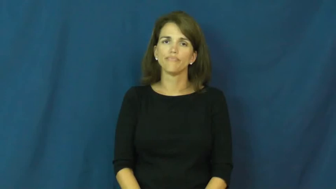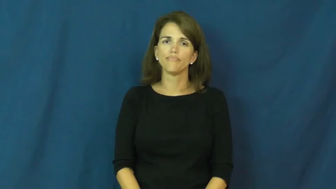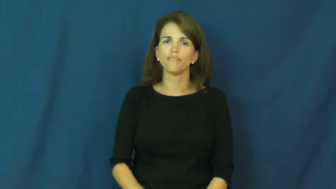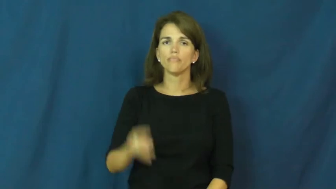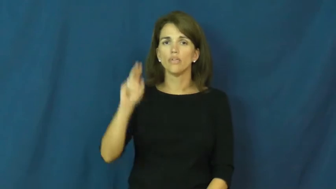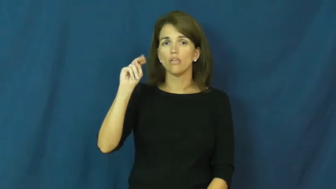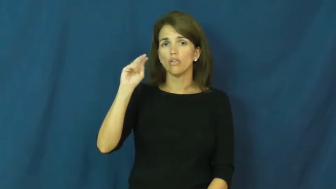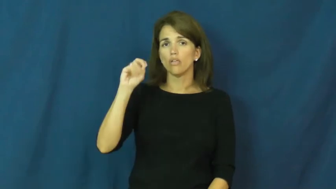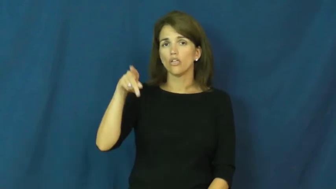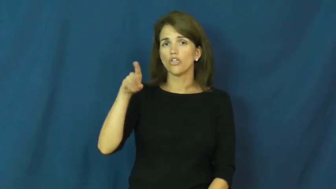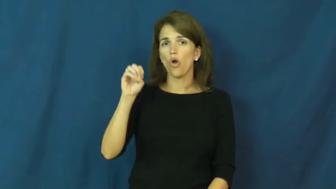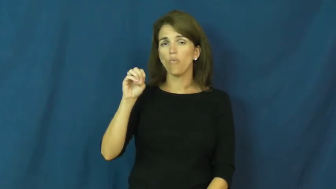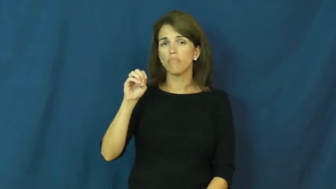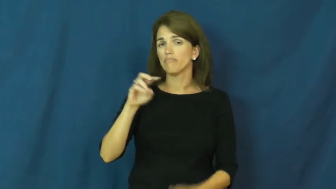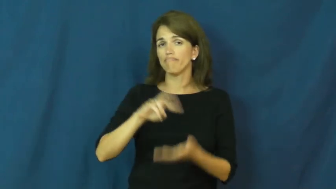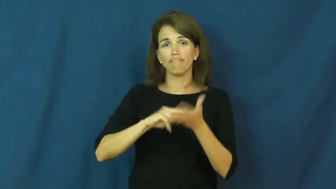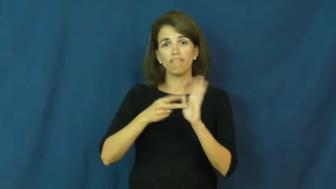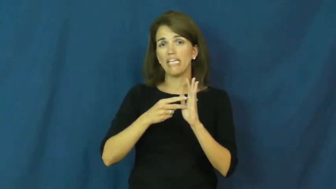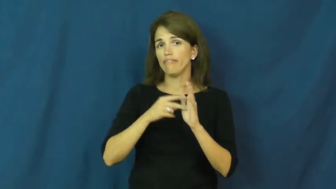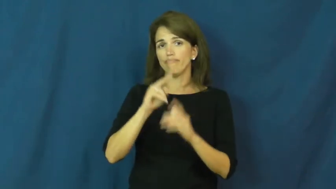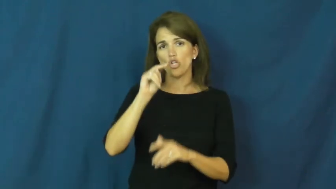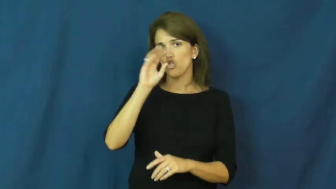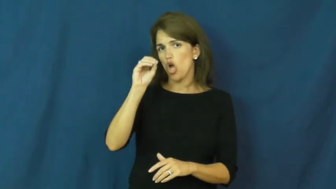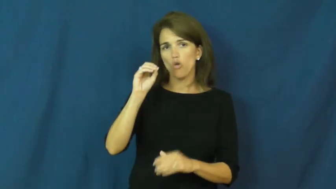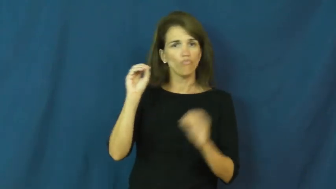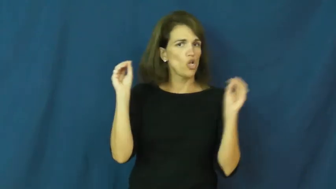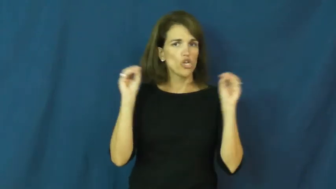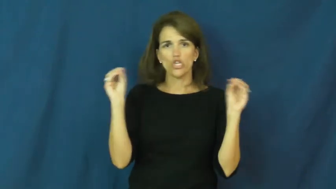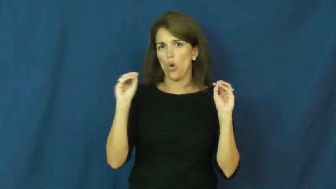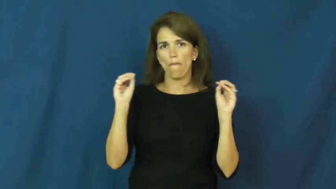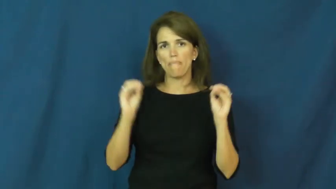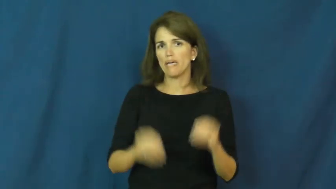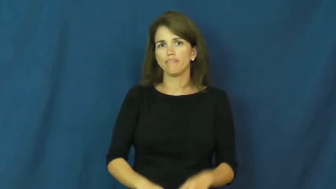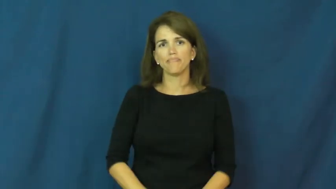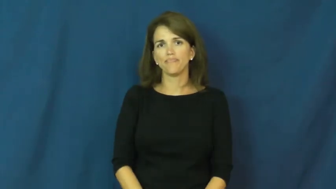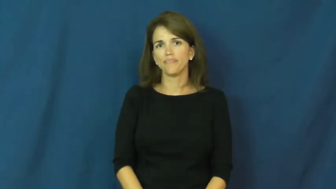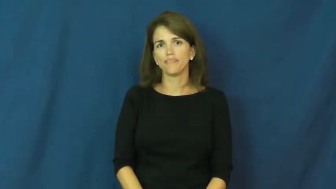nope